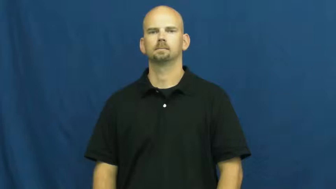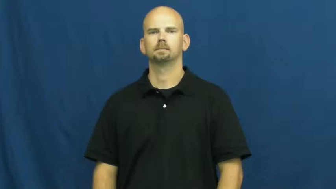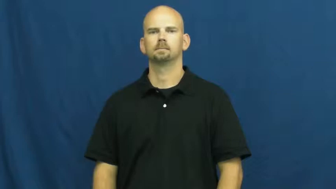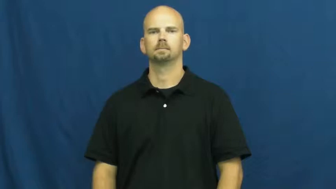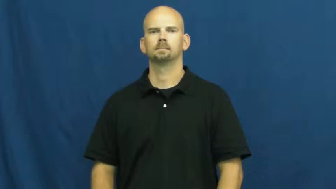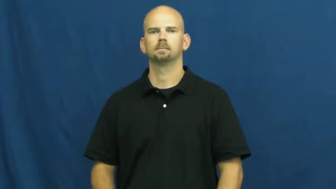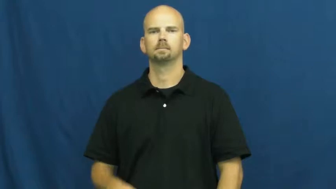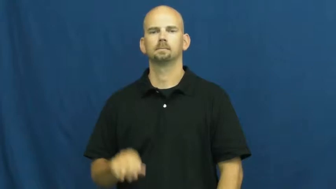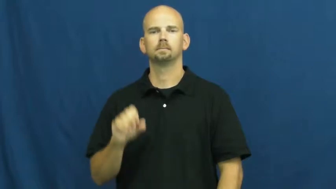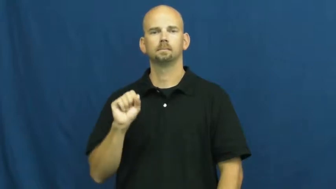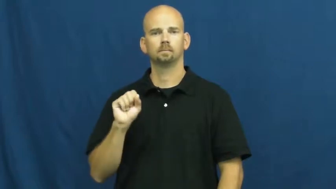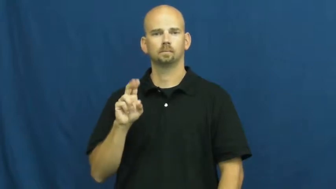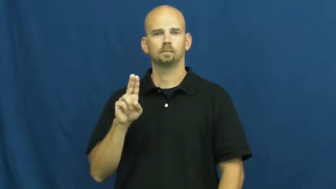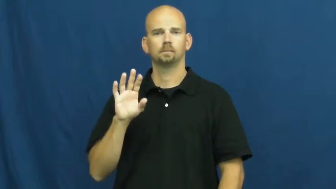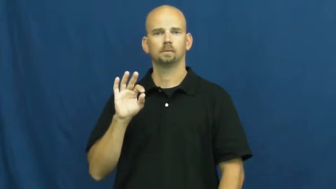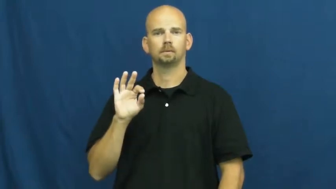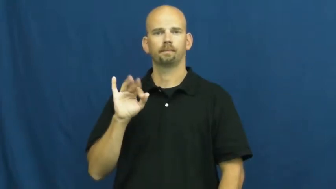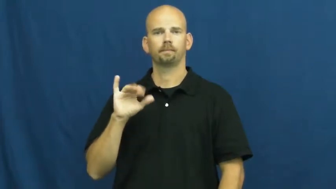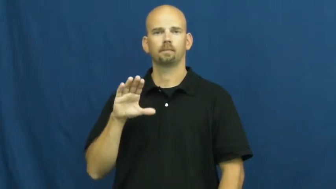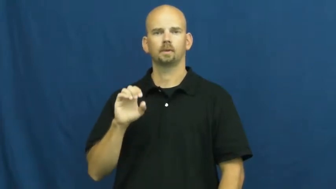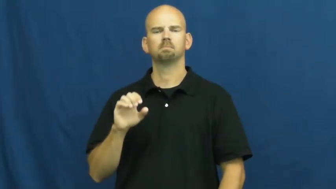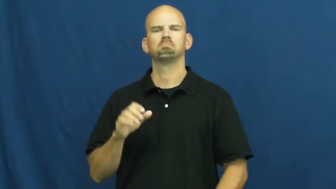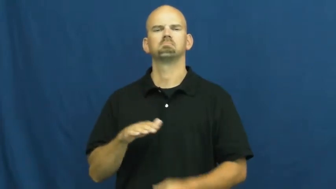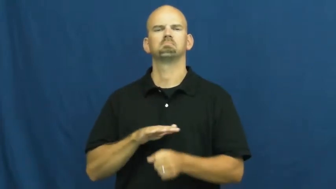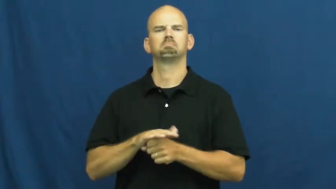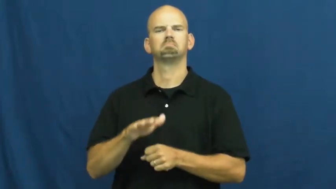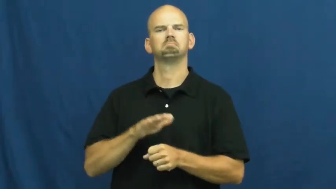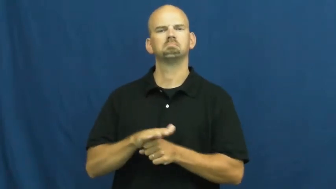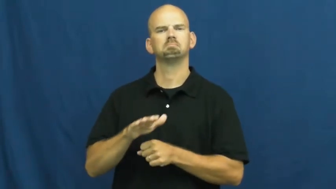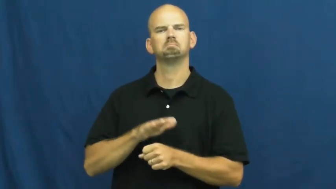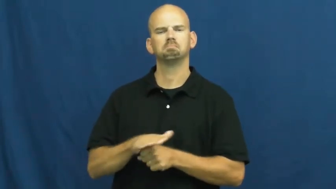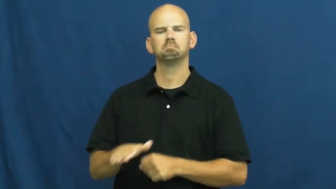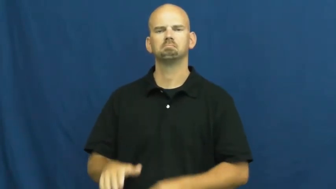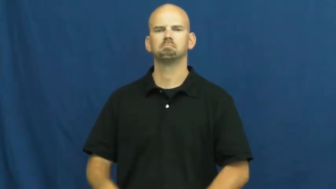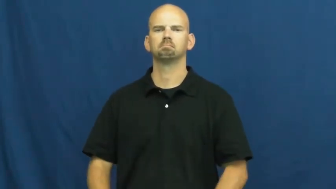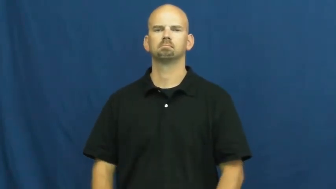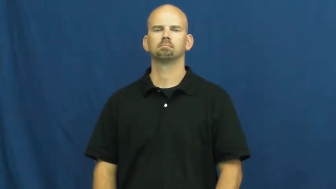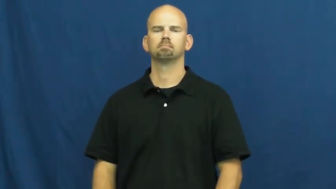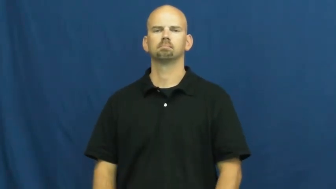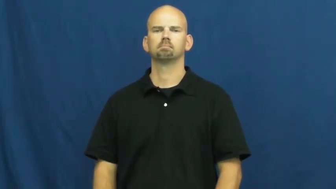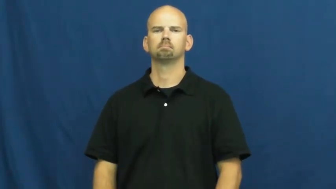suffice